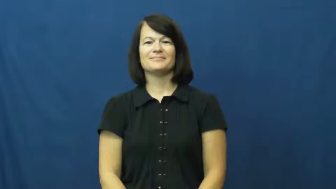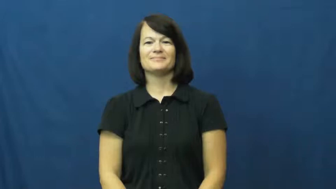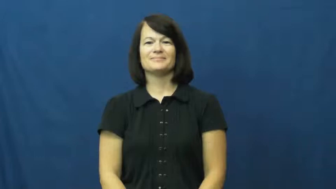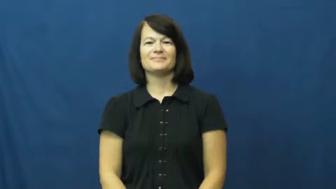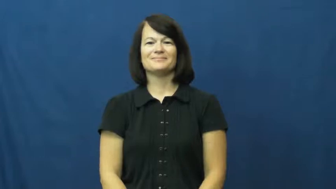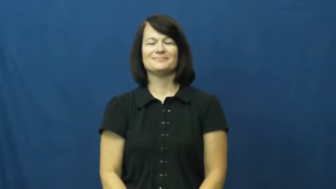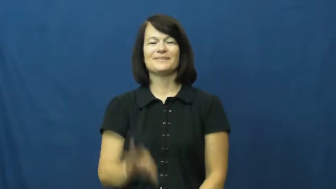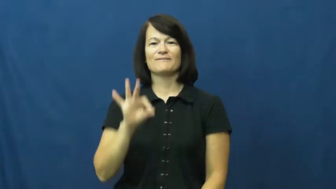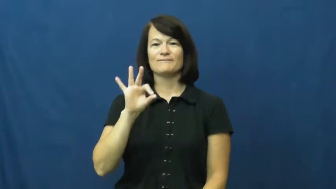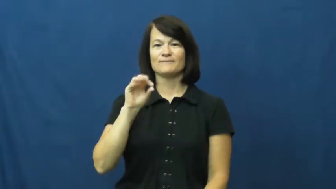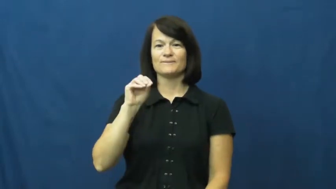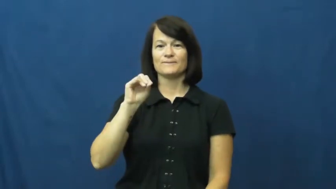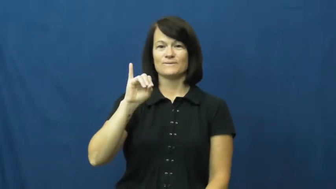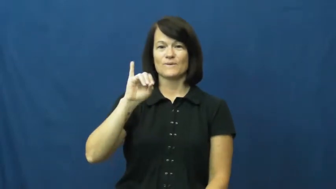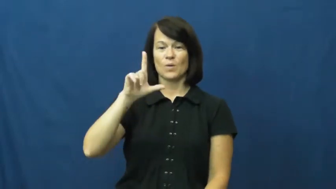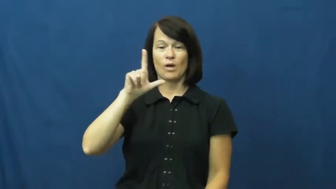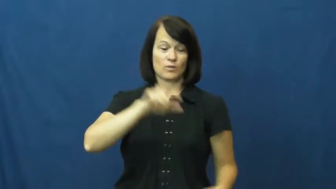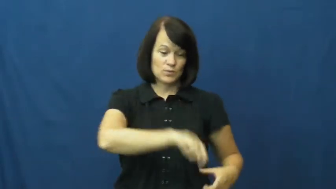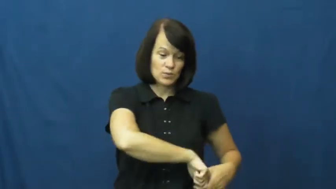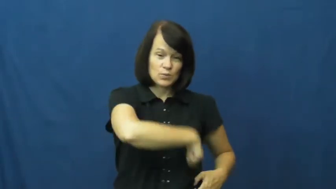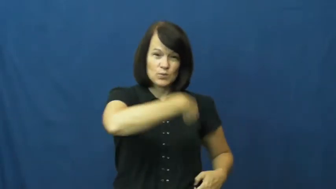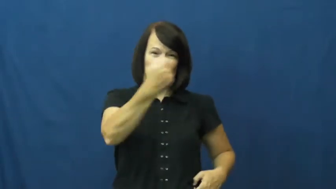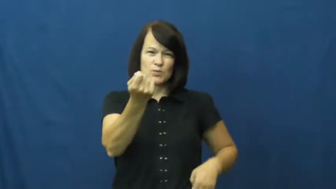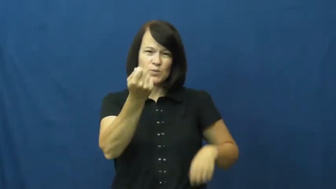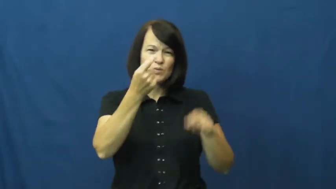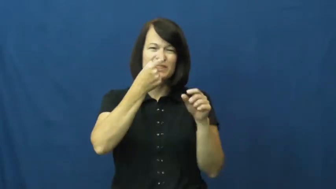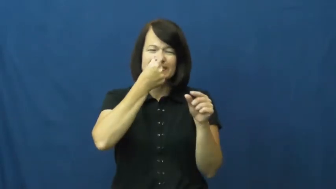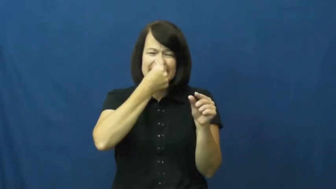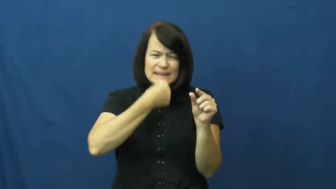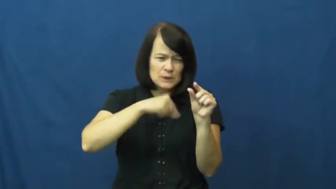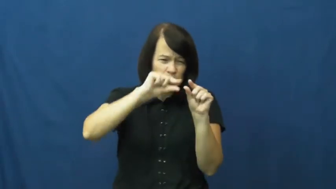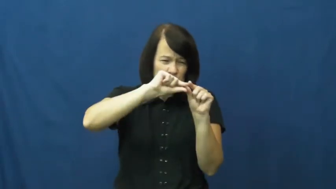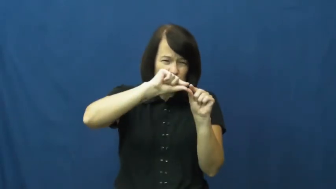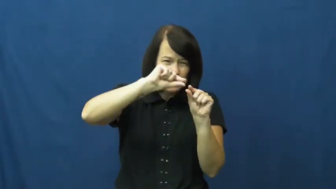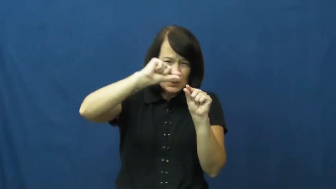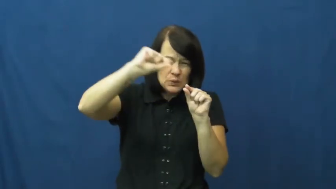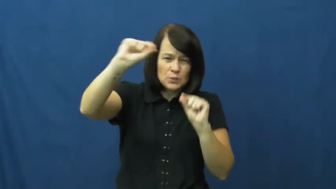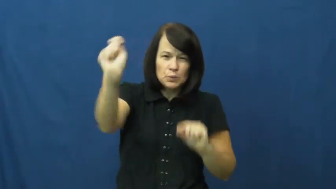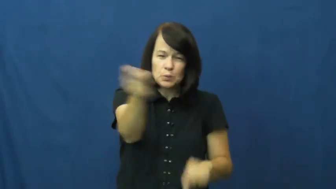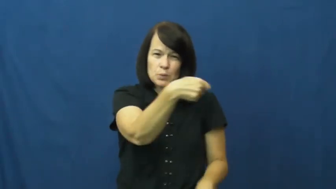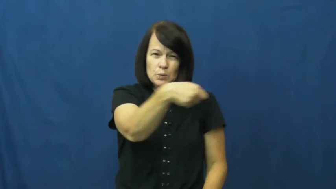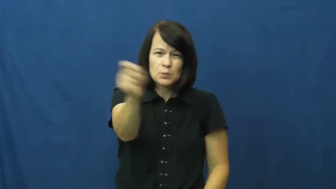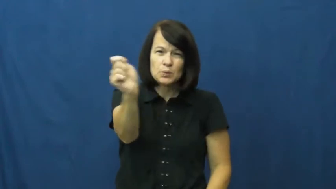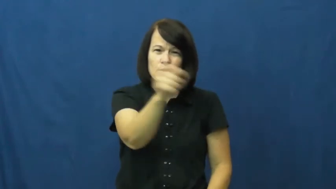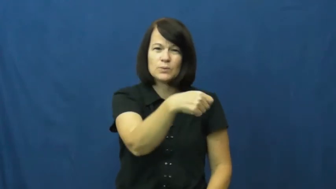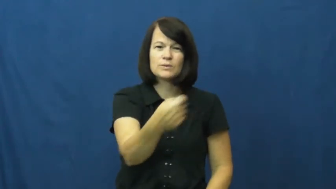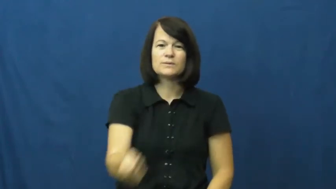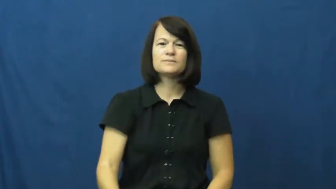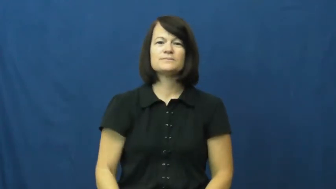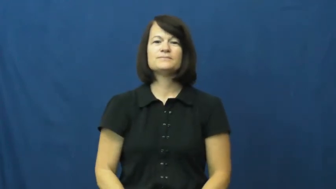foil-sword